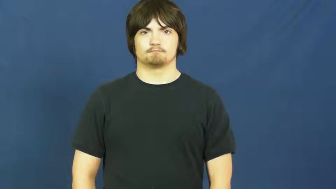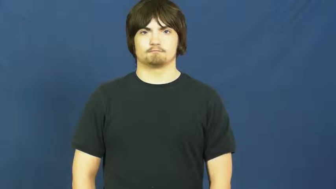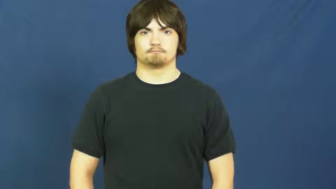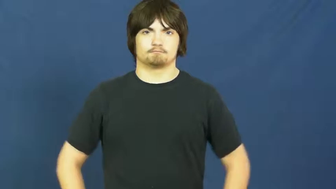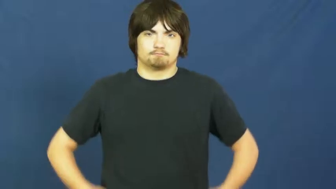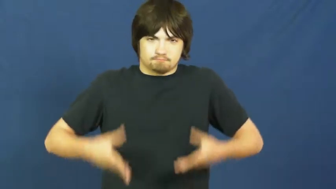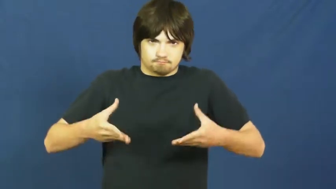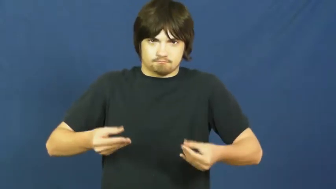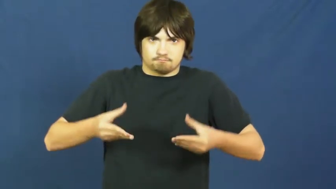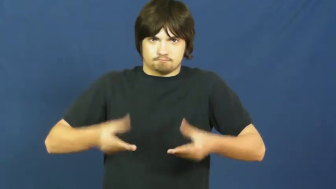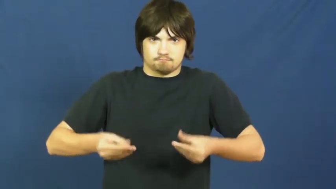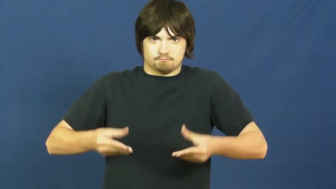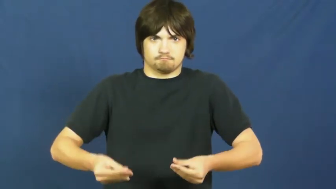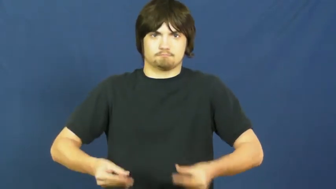sponge